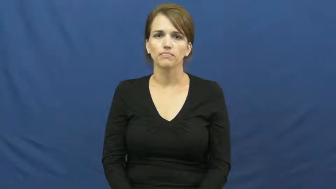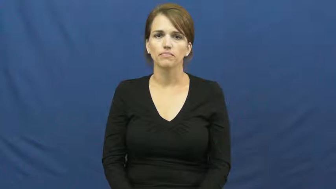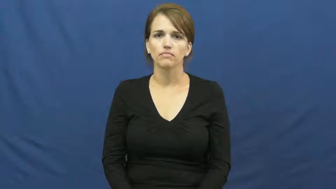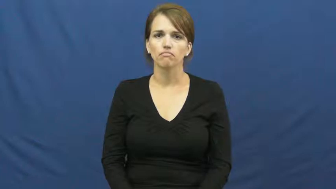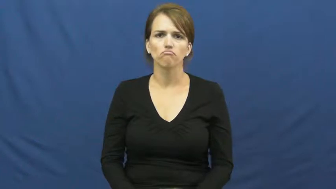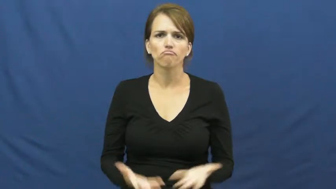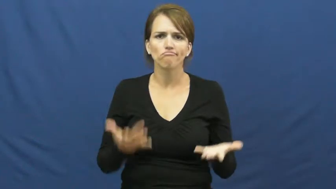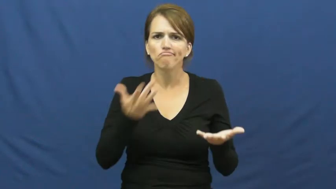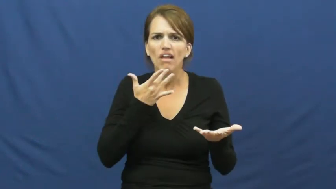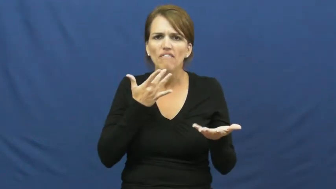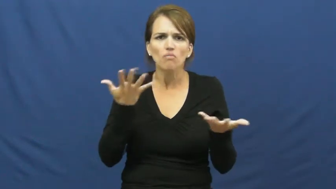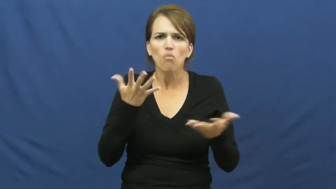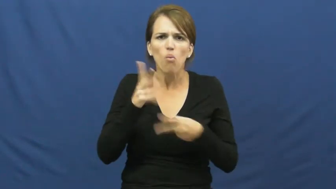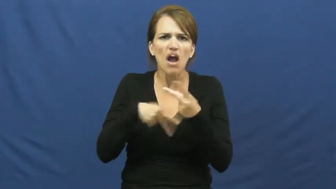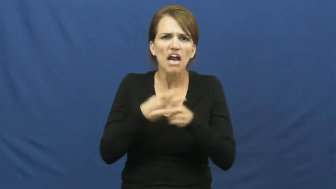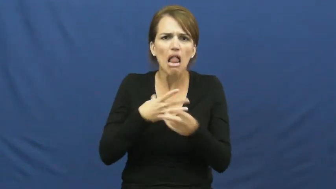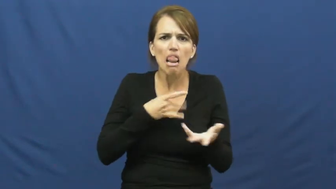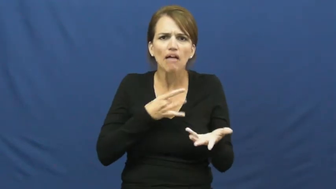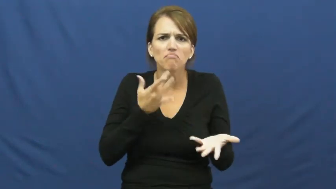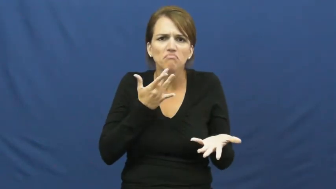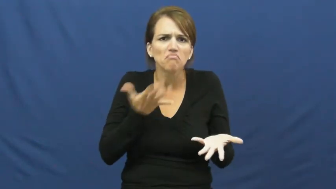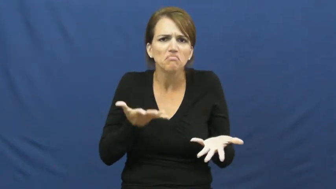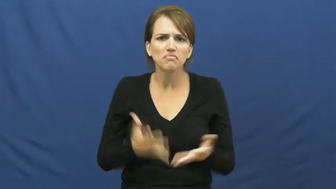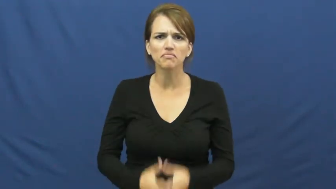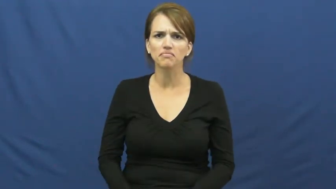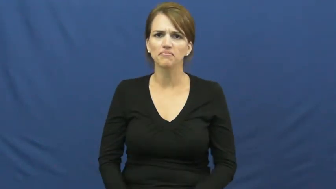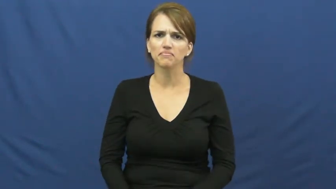kind of flavor